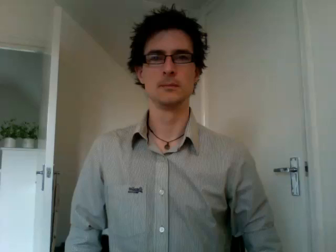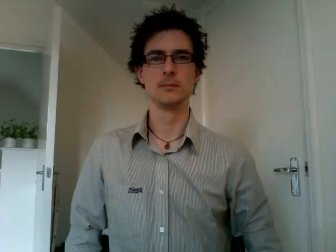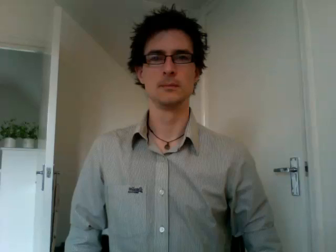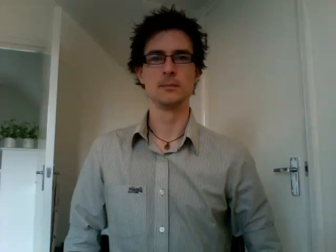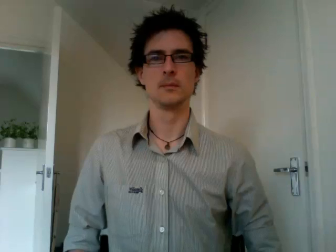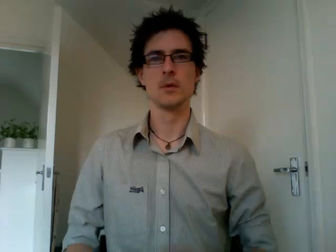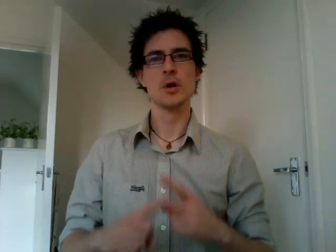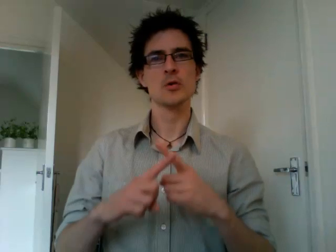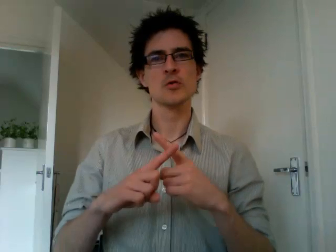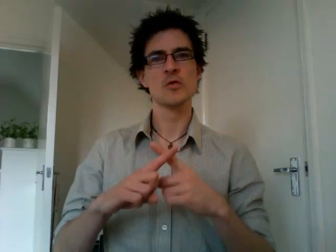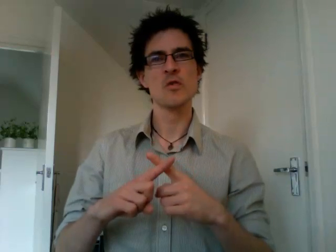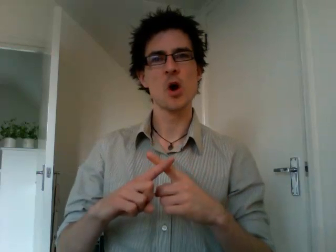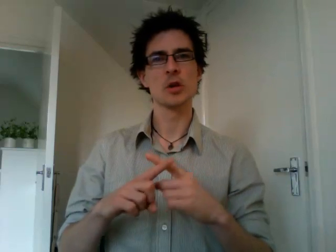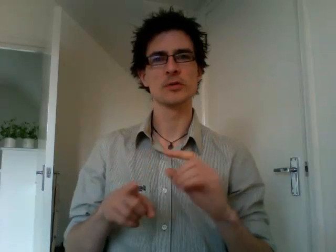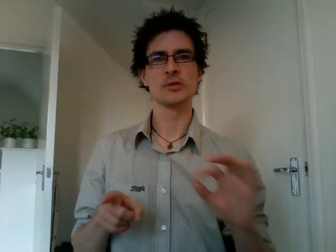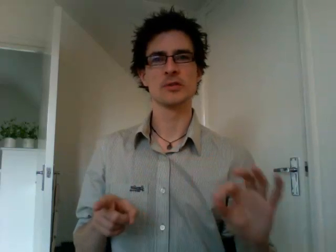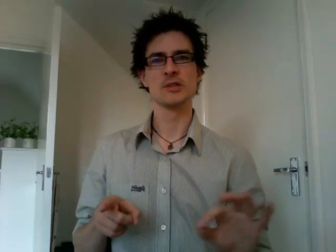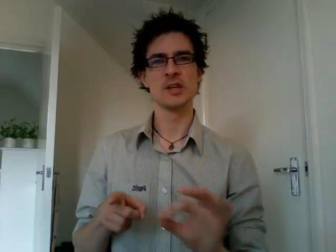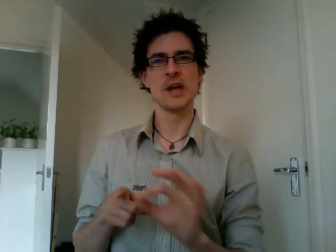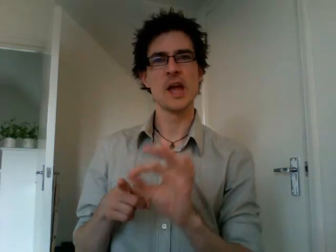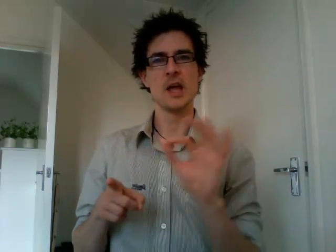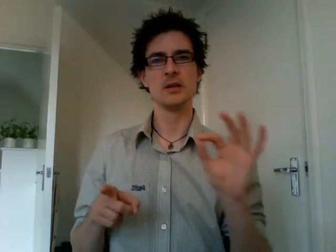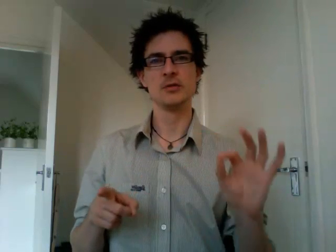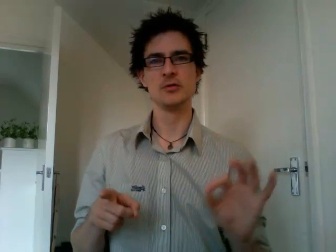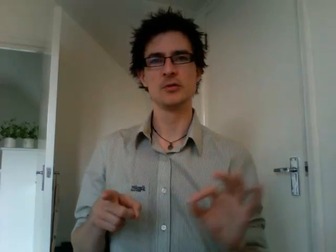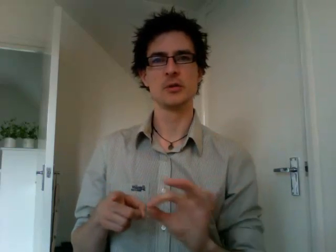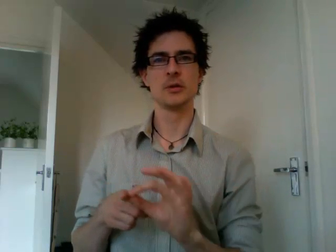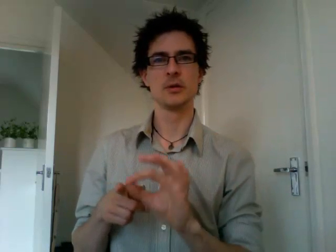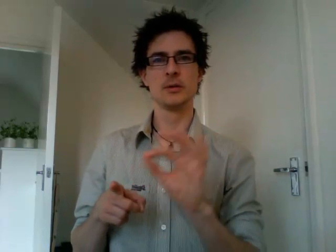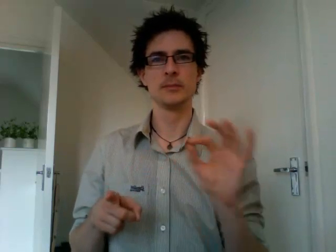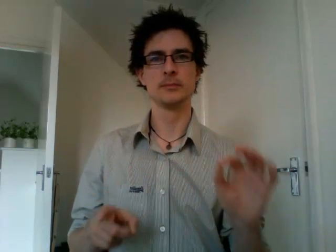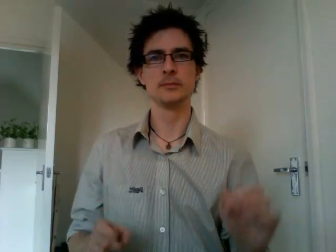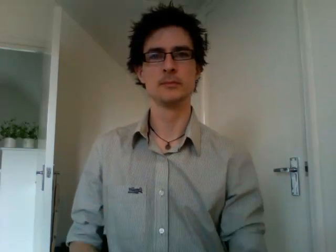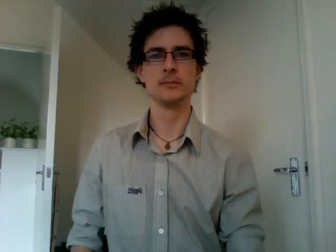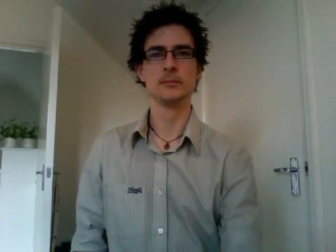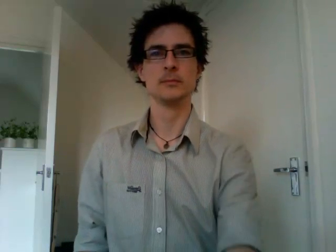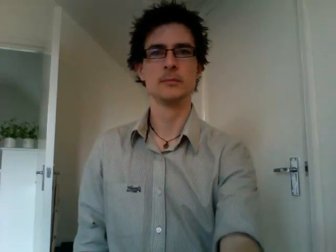cross stitch